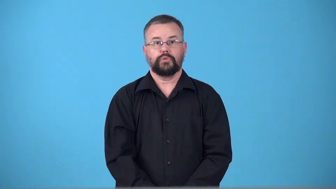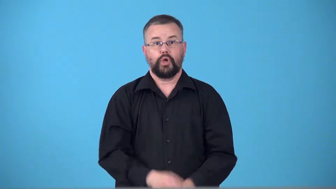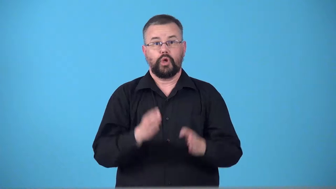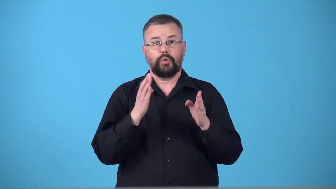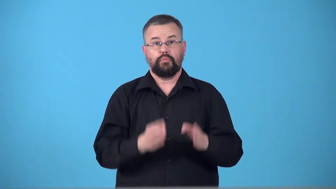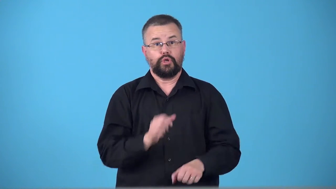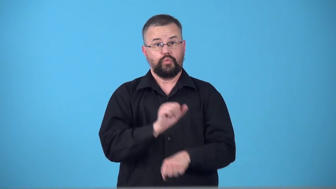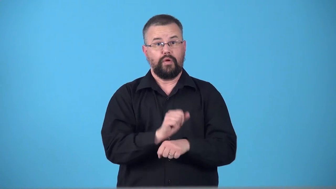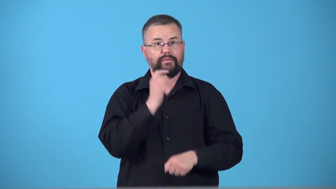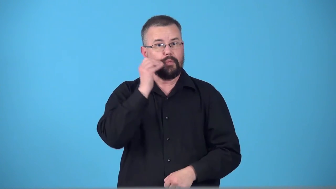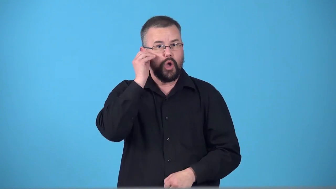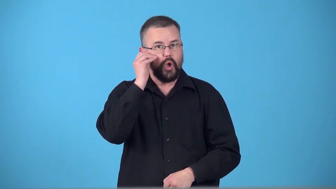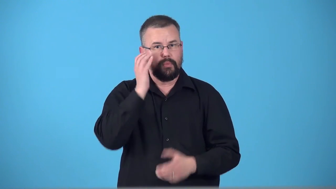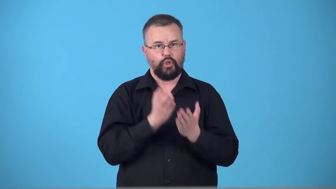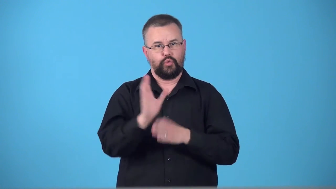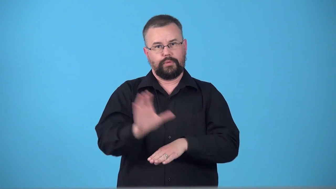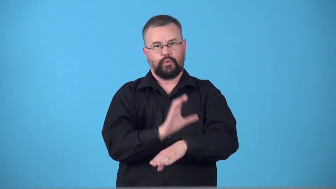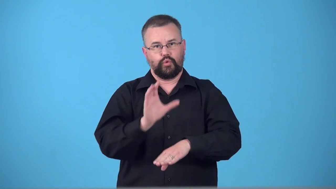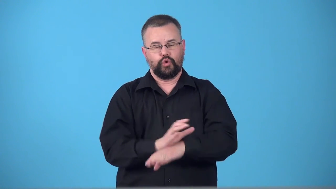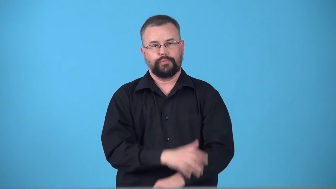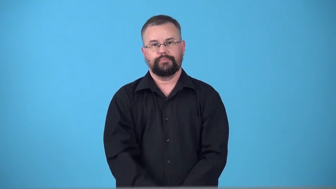telecommuter,teleworker